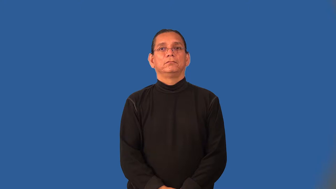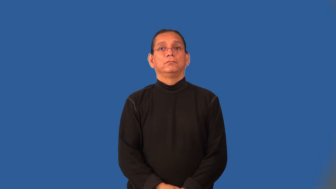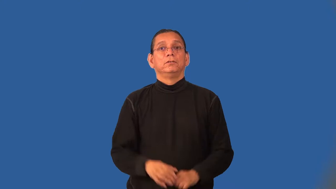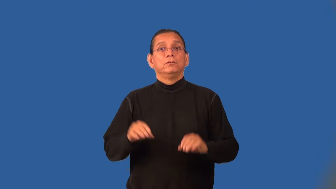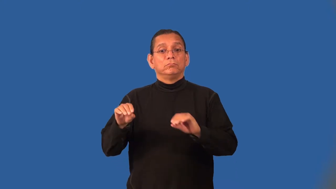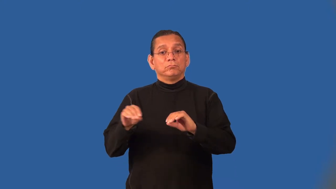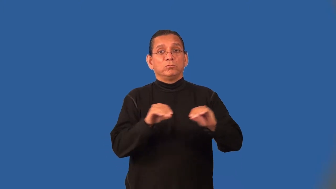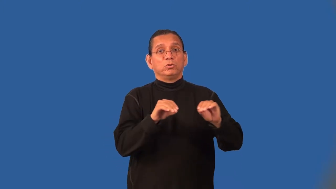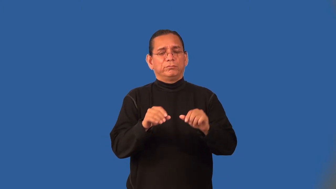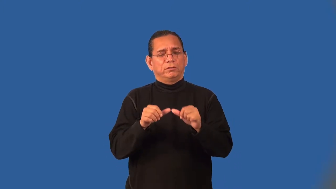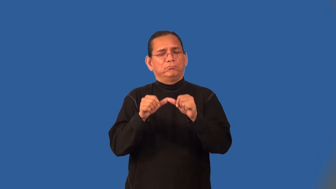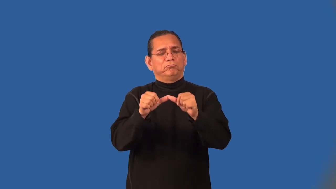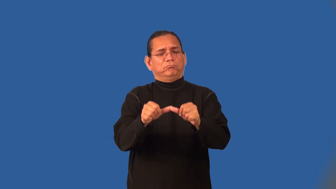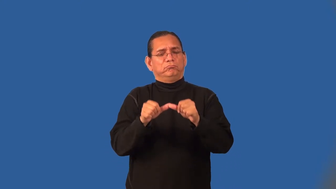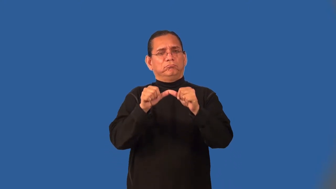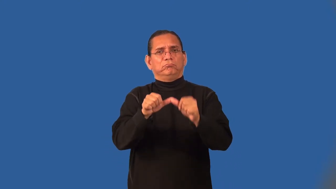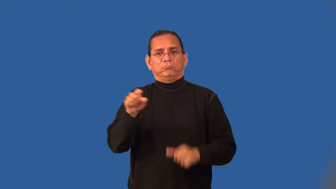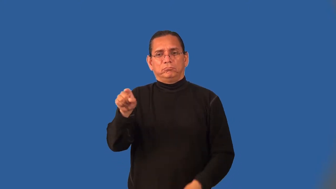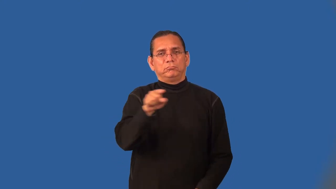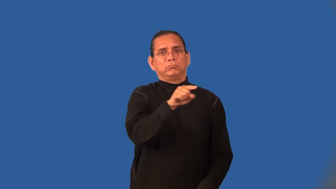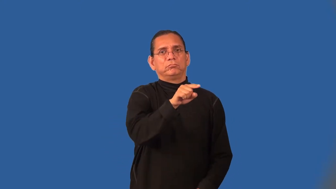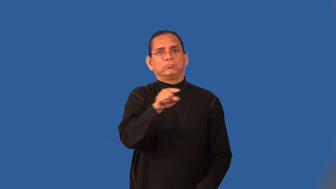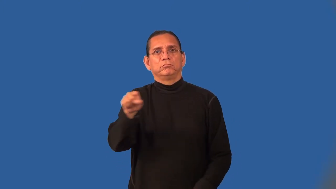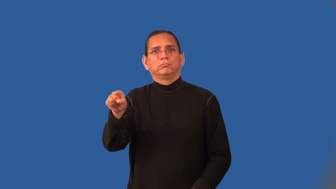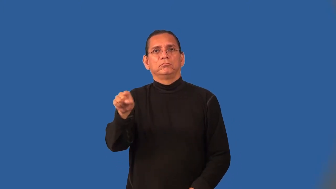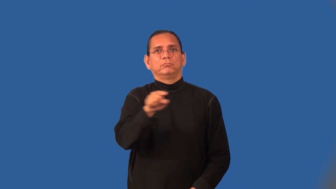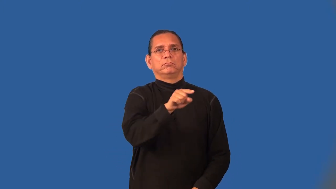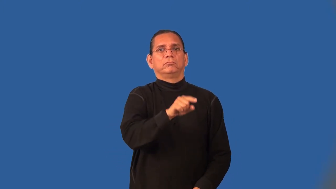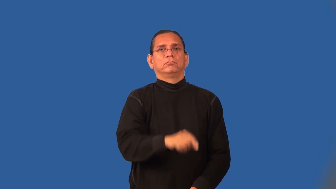oscillate